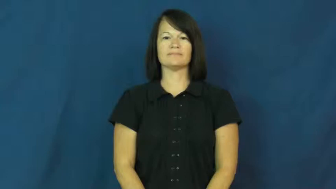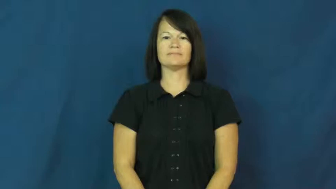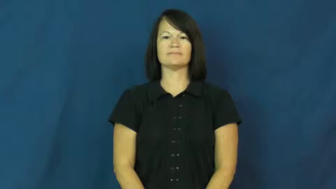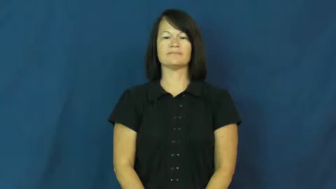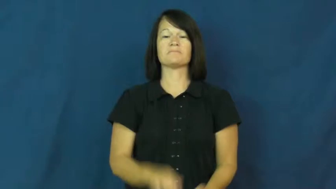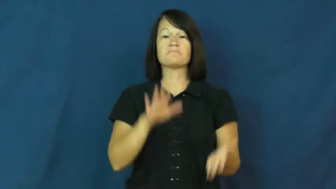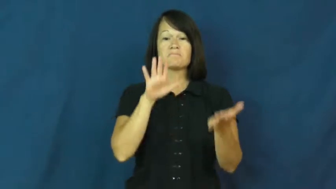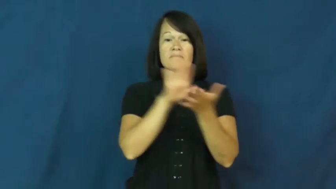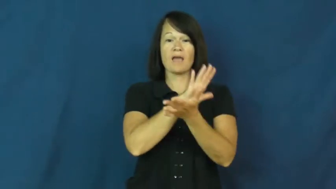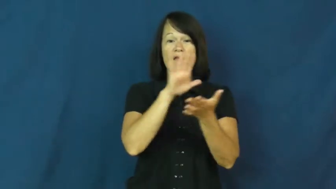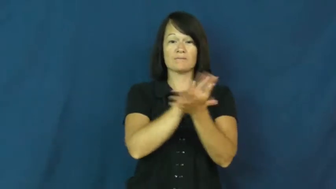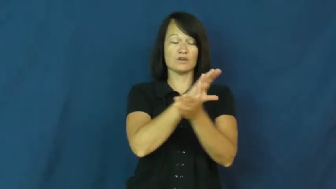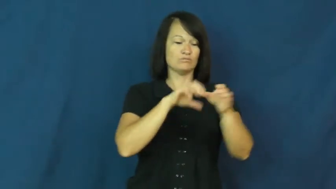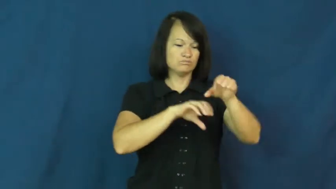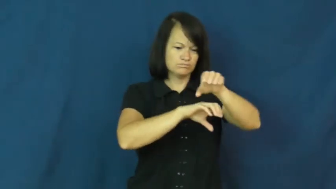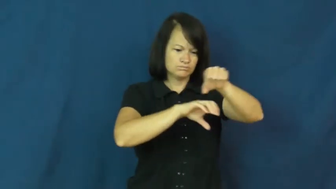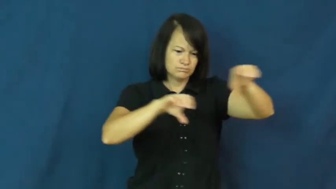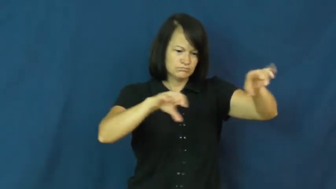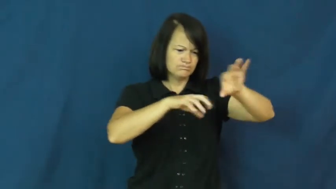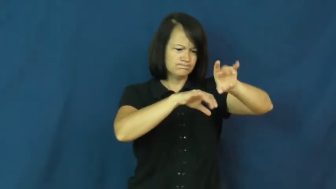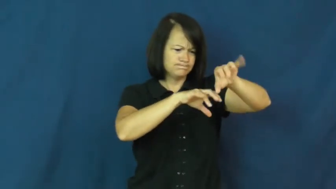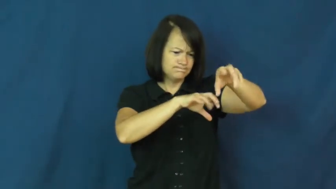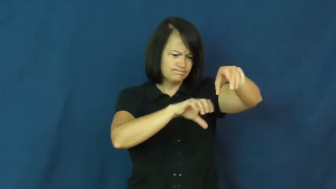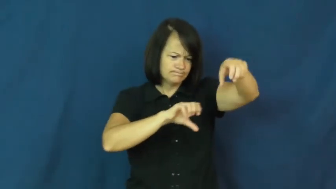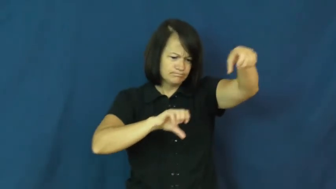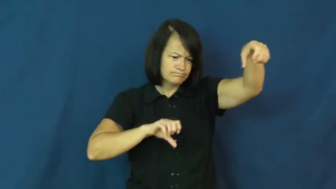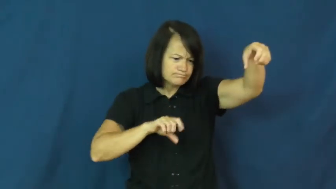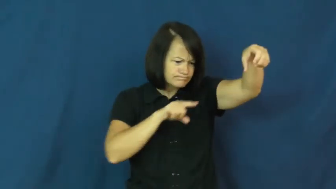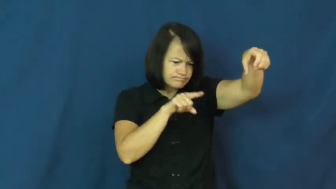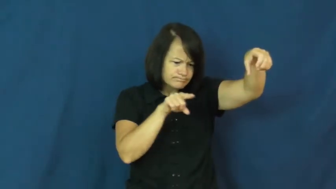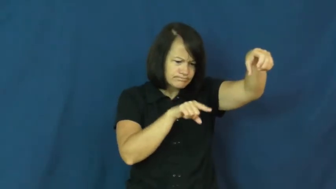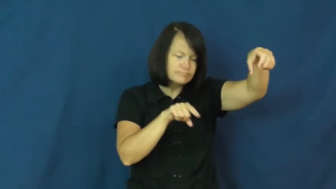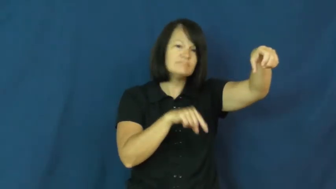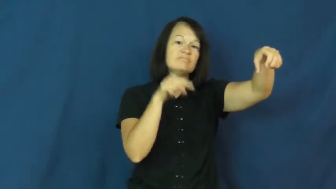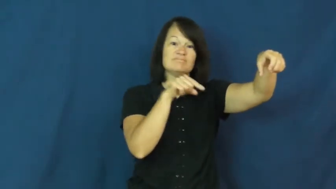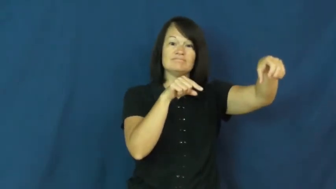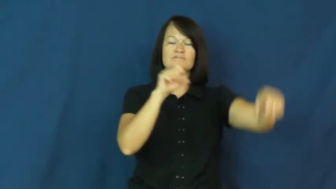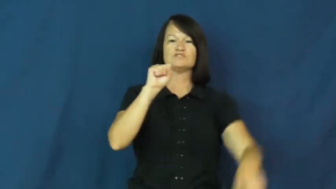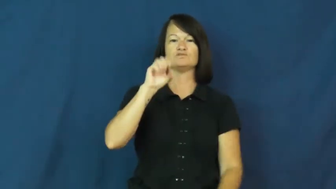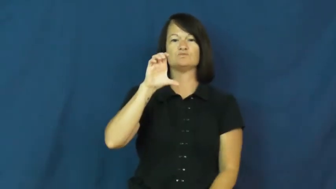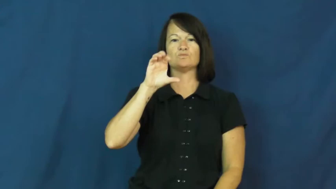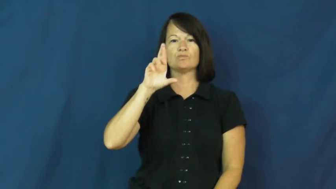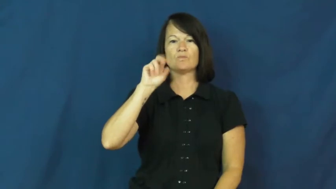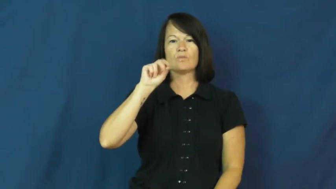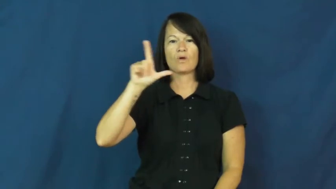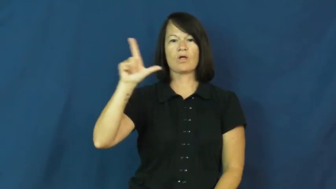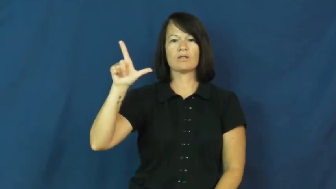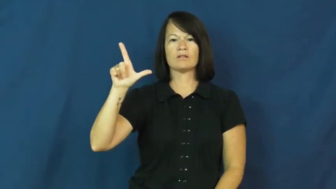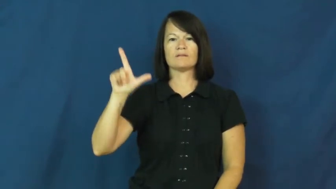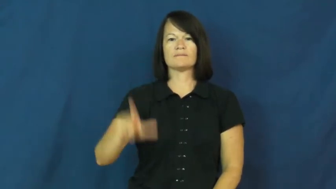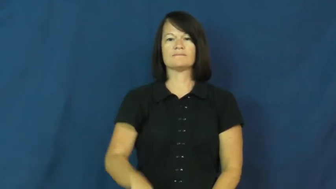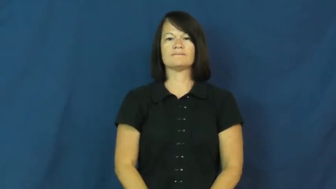scroll-noun